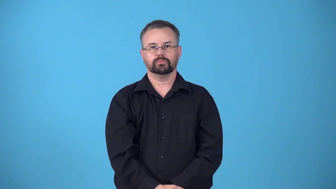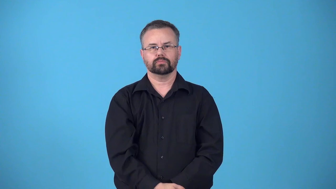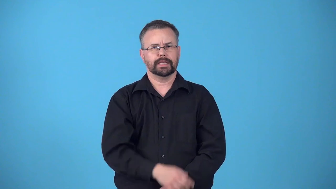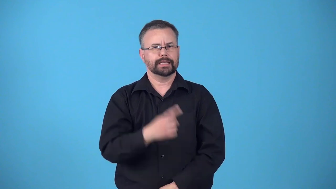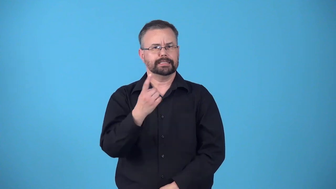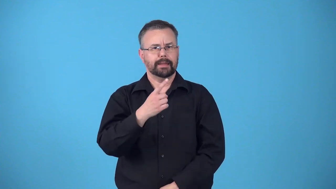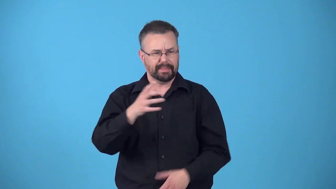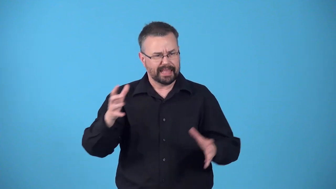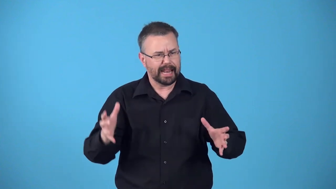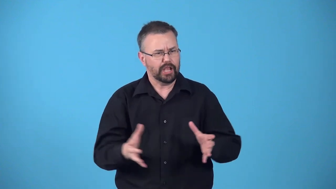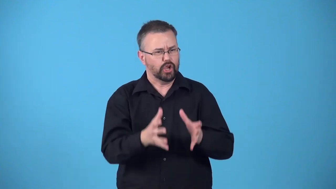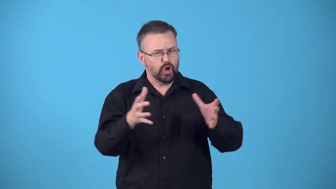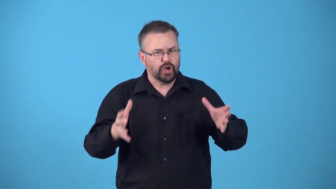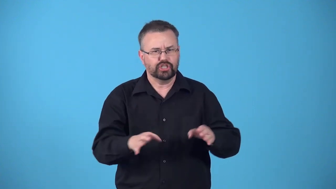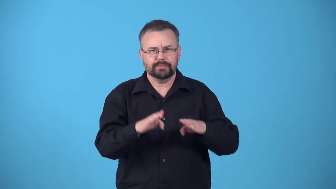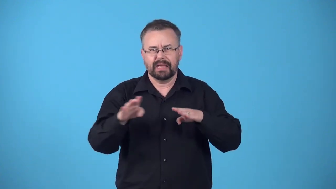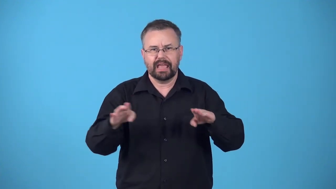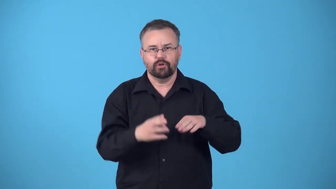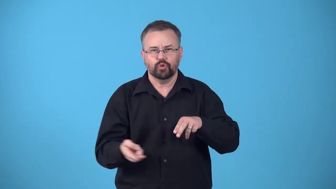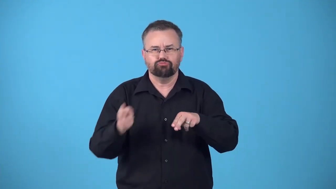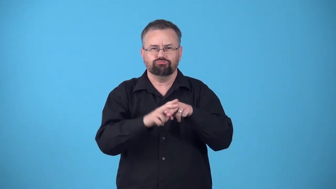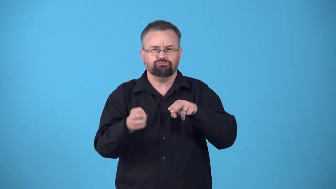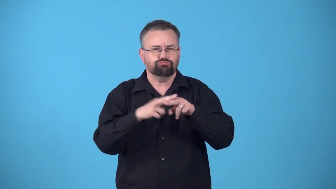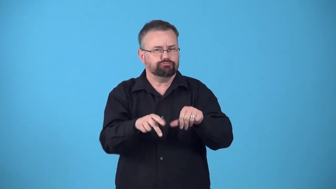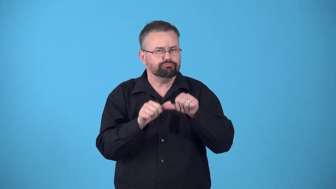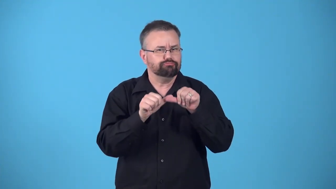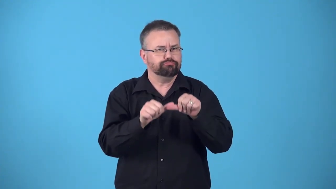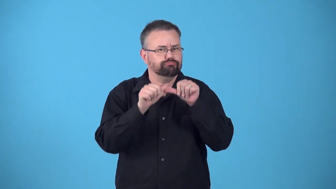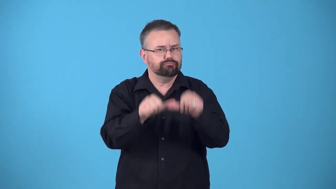reinforce,reinforcer-something cause behavior to increase